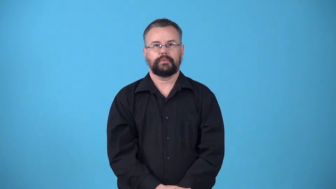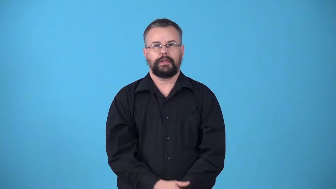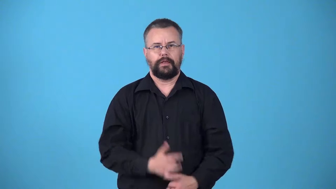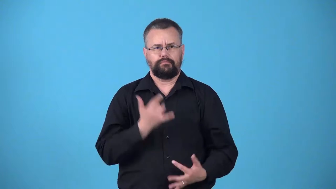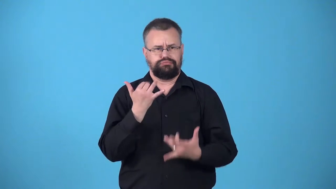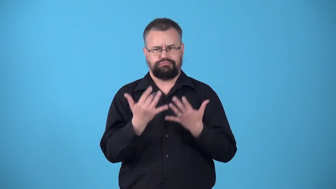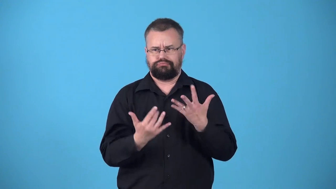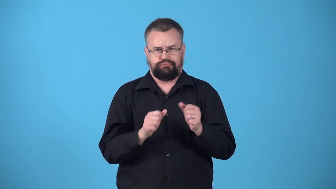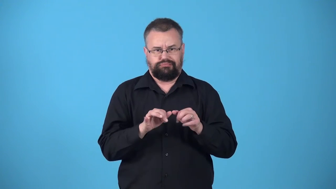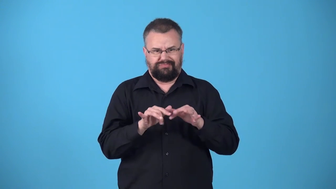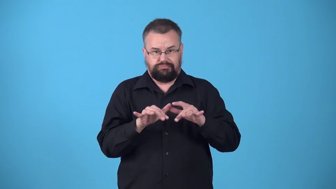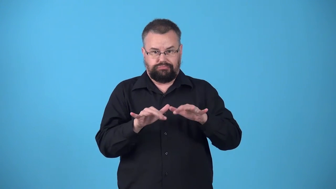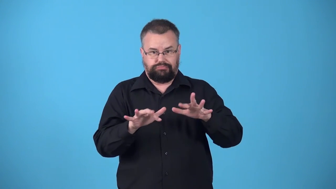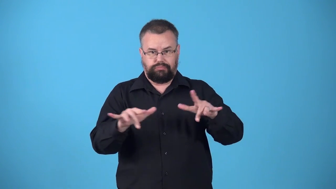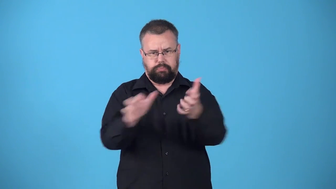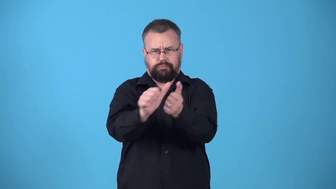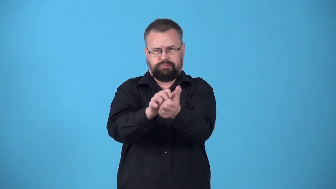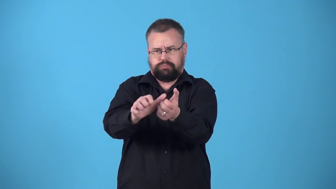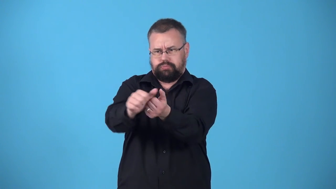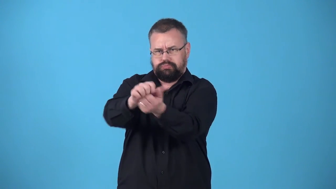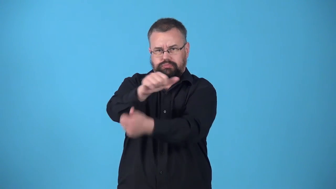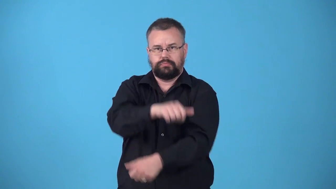wildfire